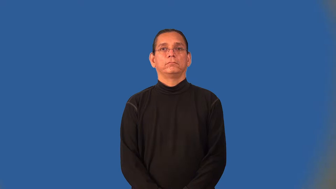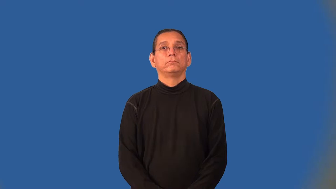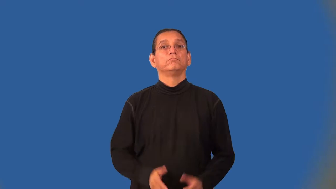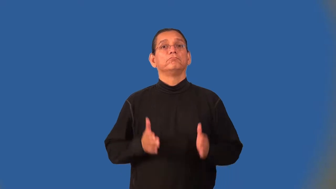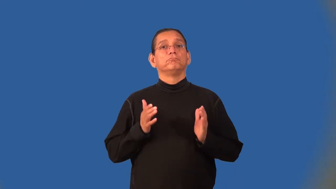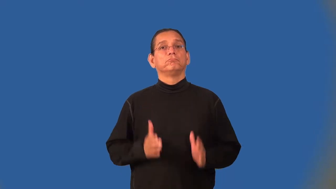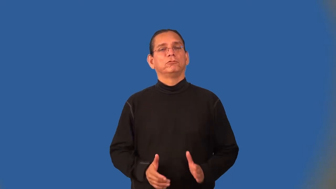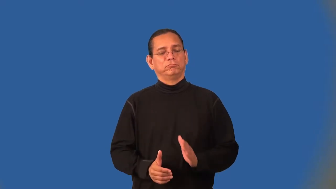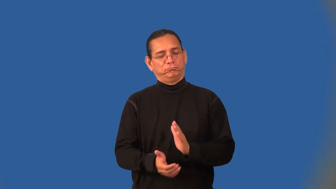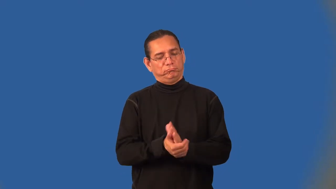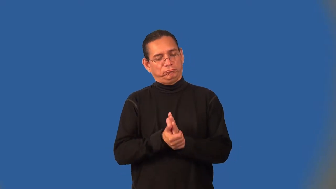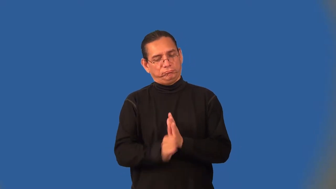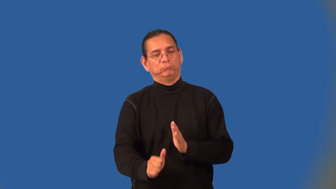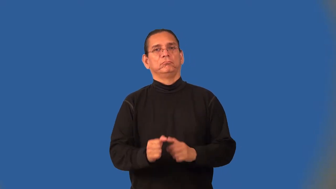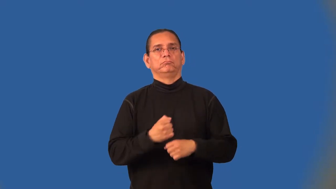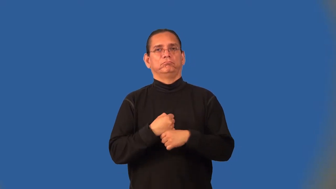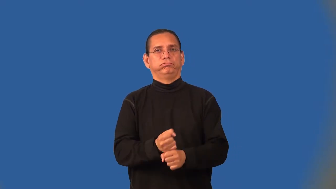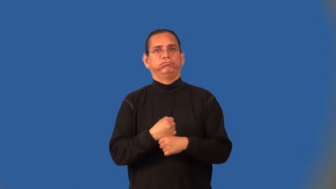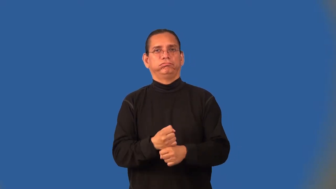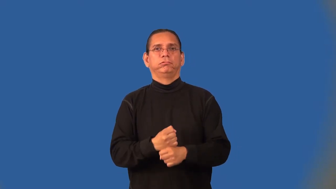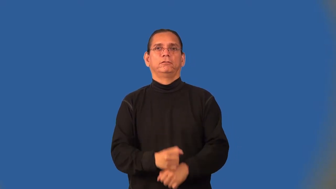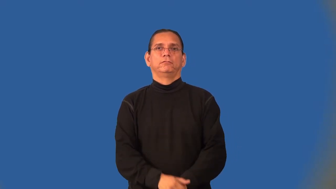craftsman